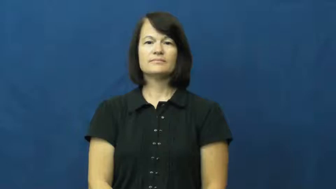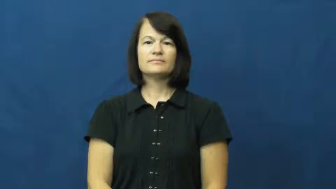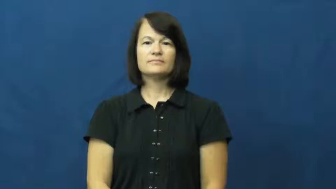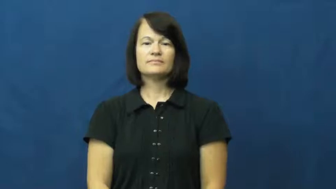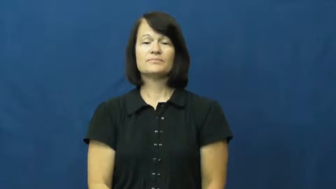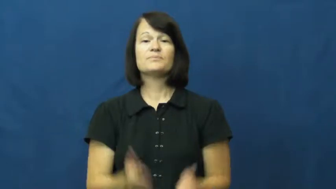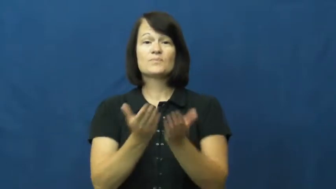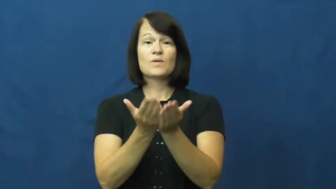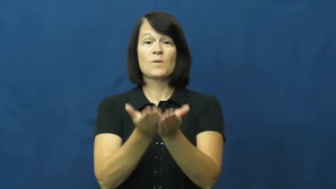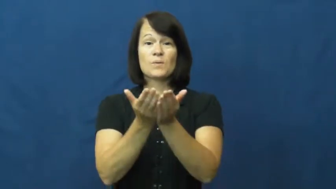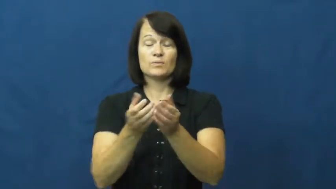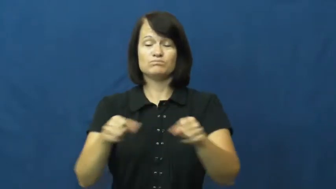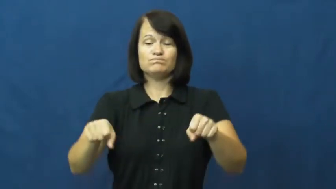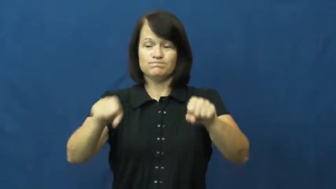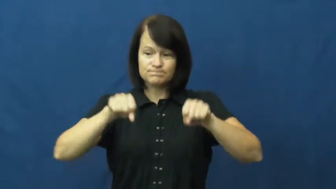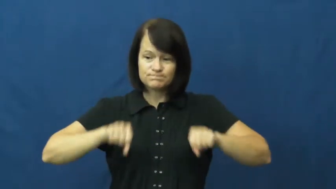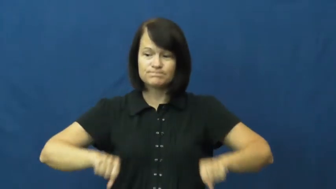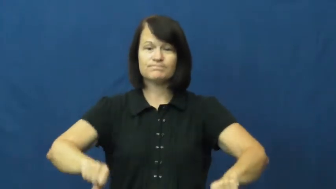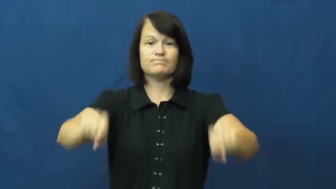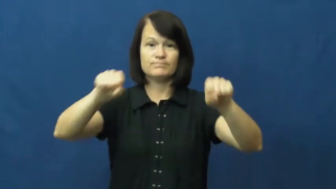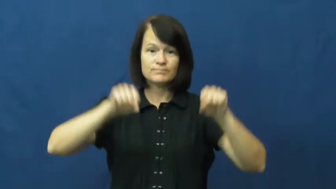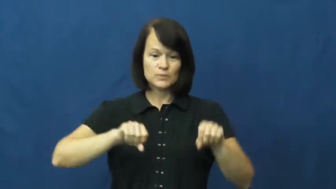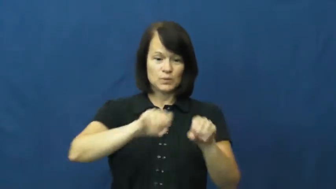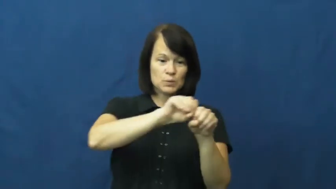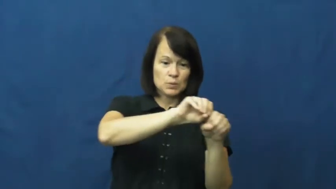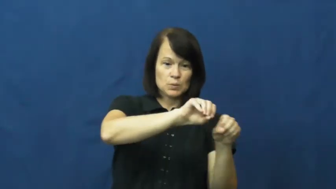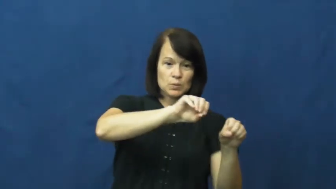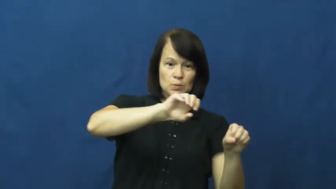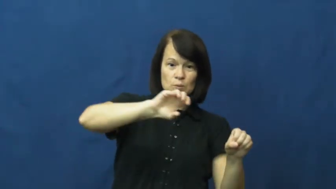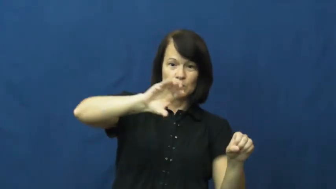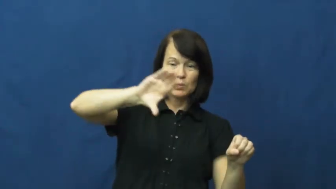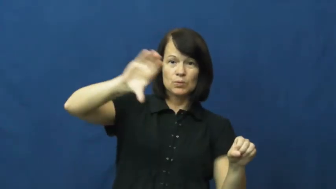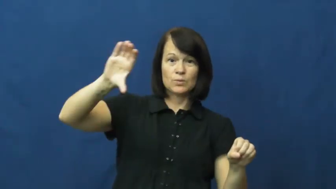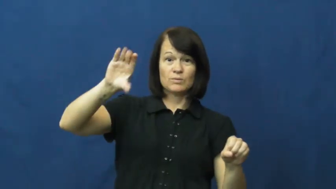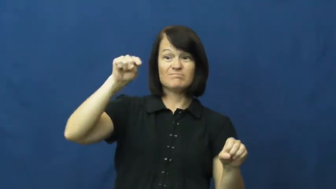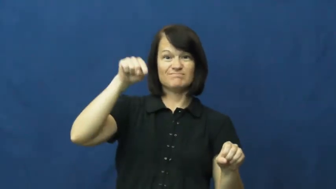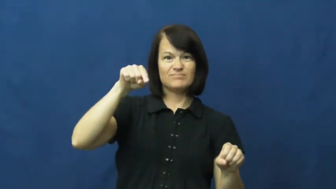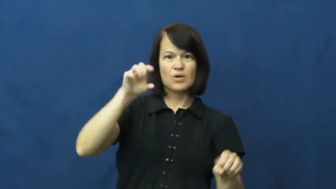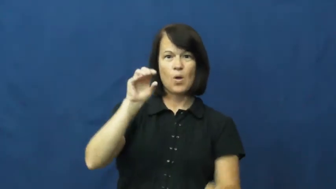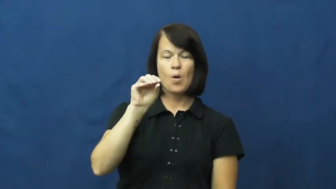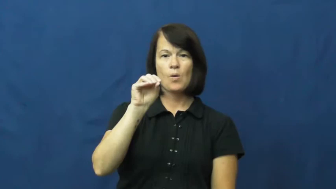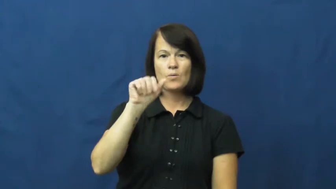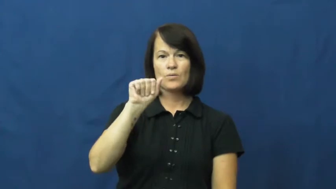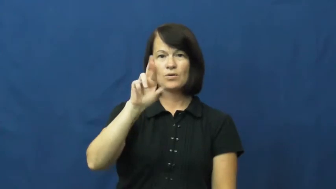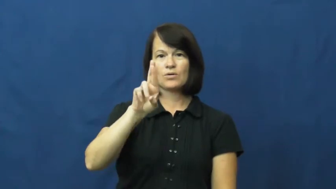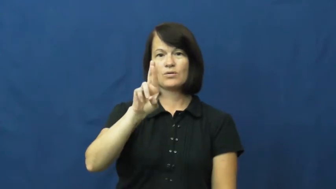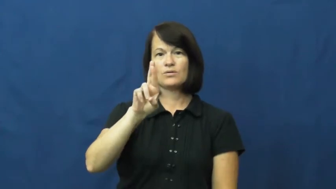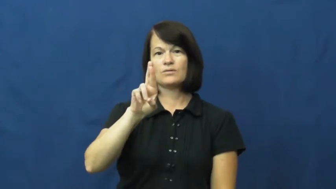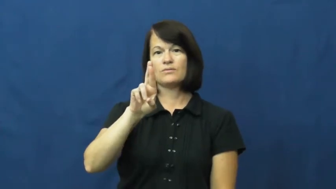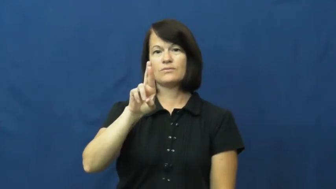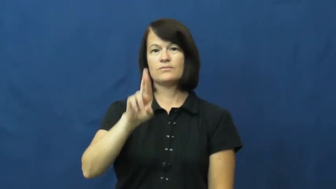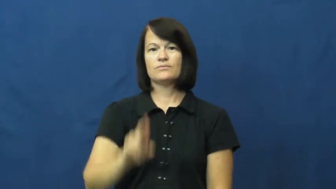oar